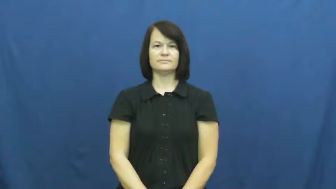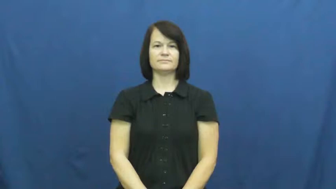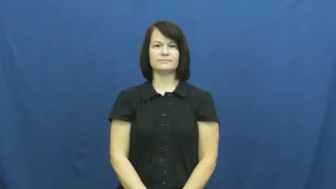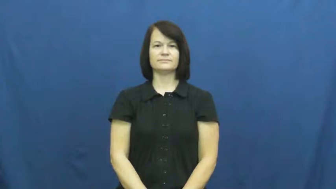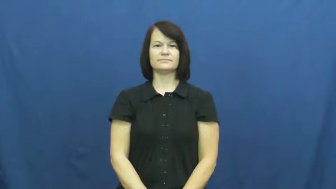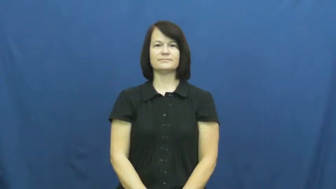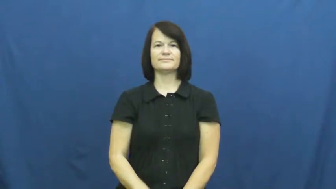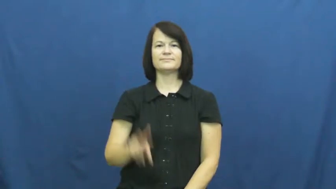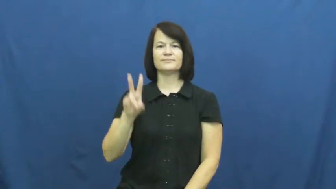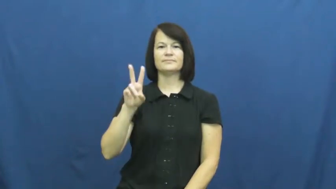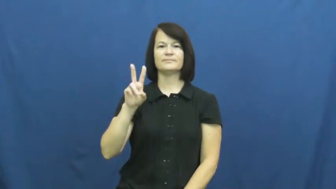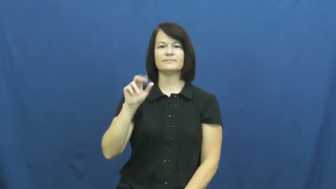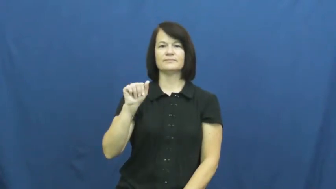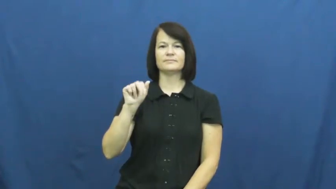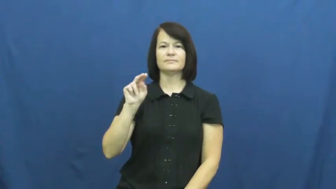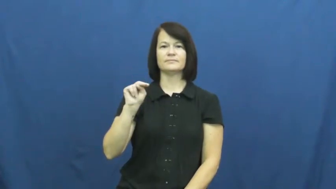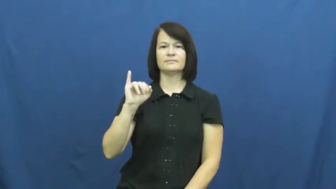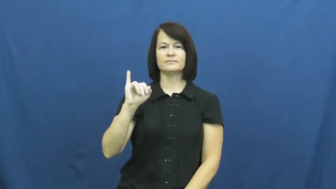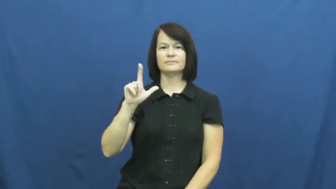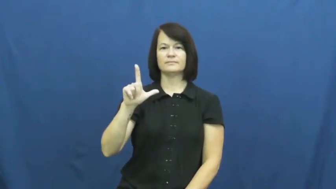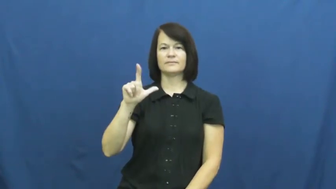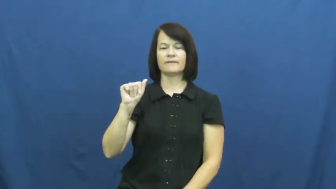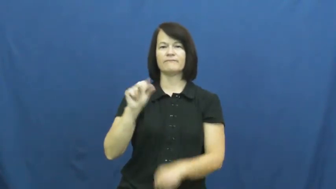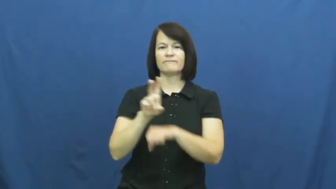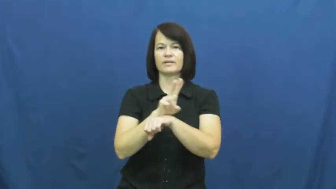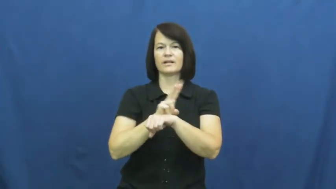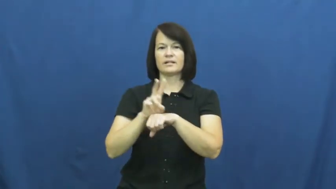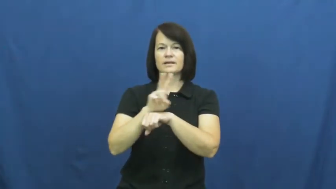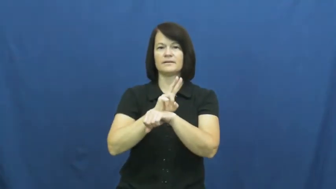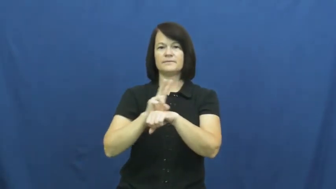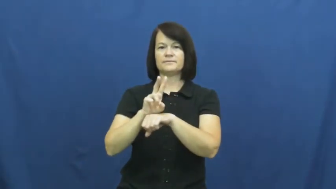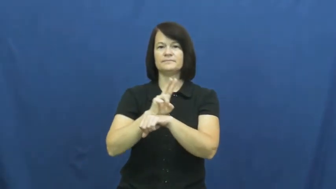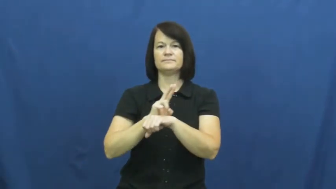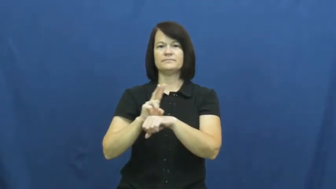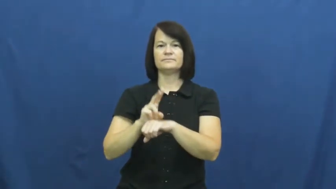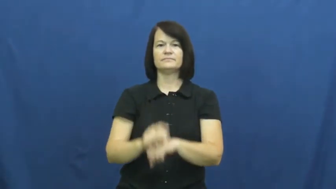vanilla